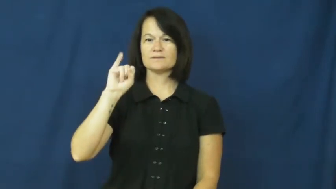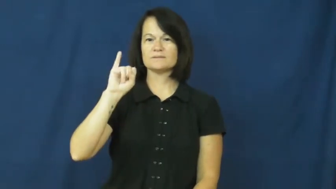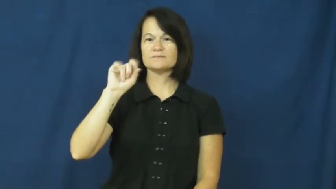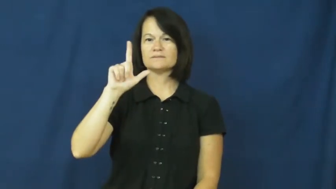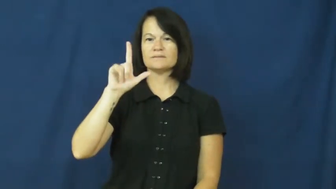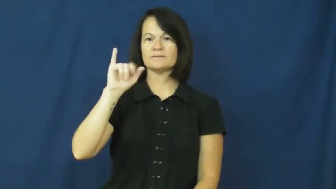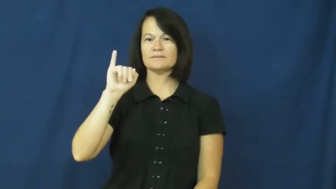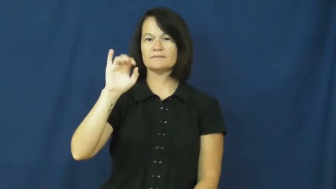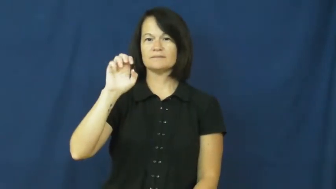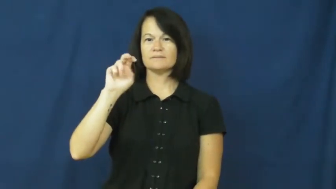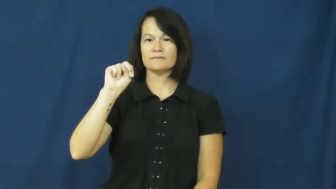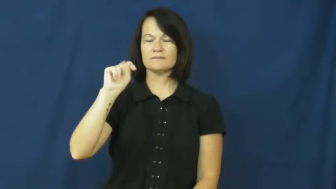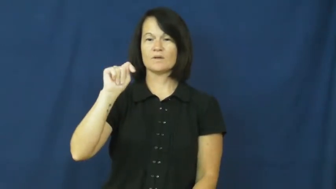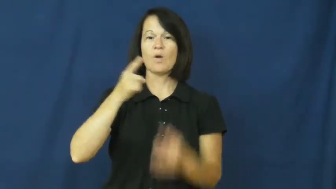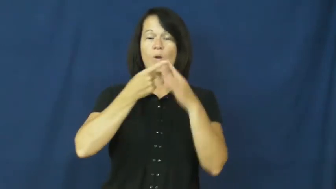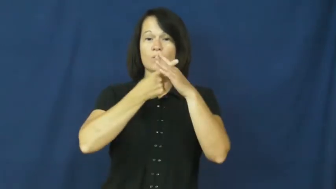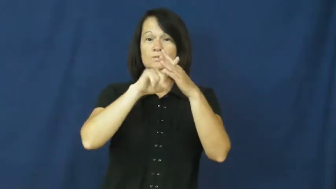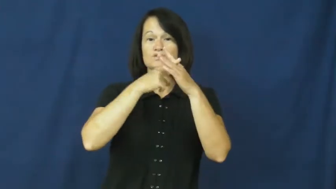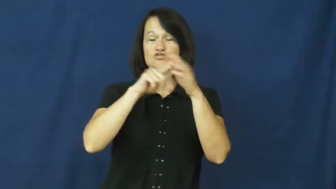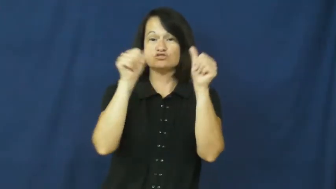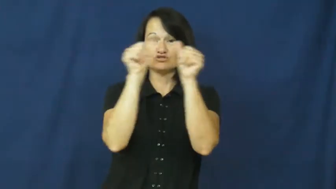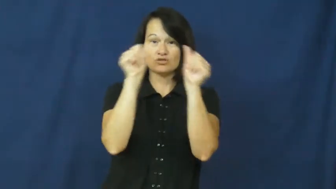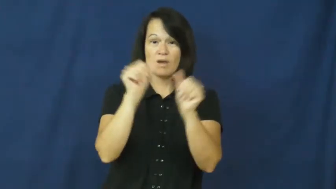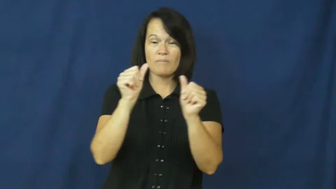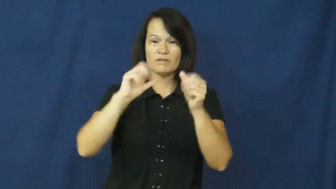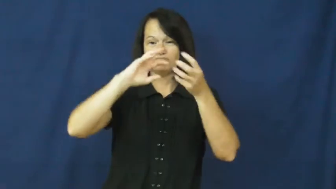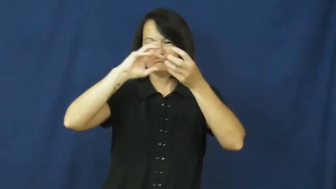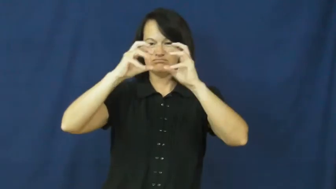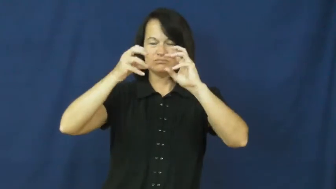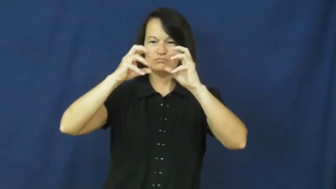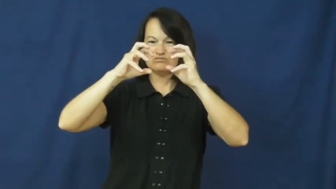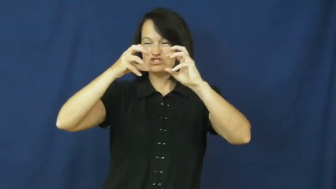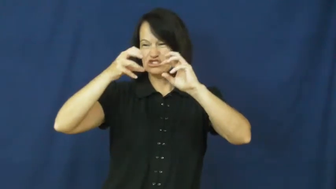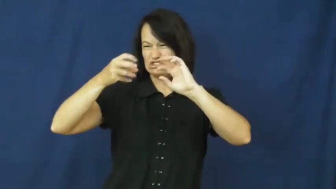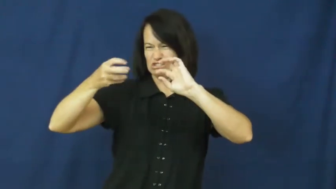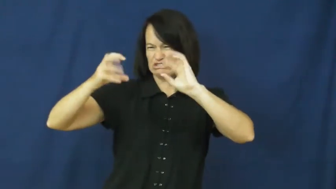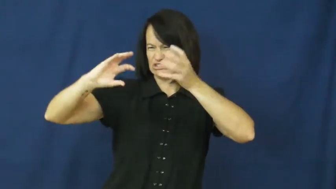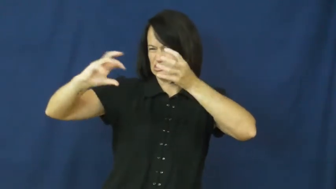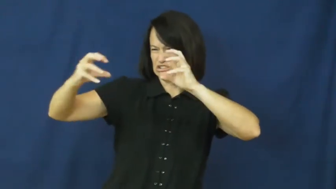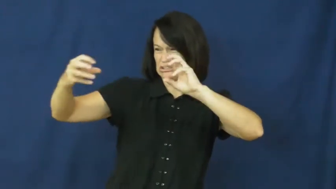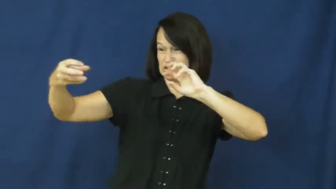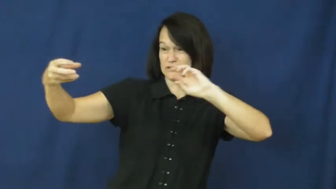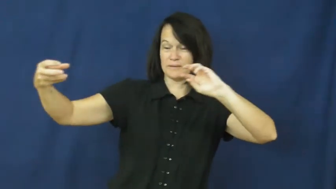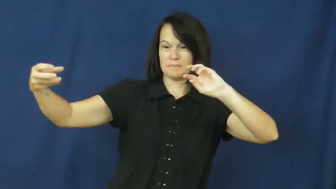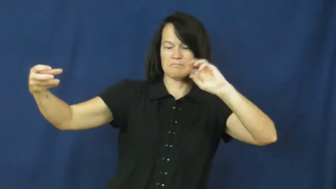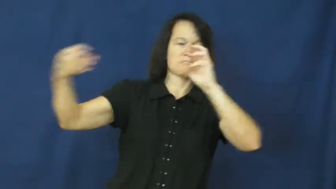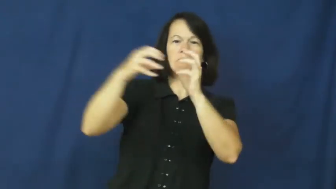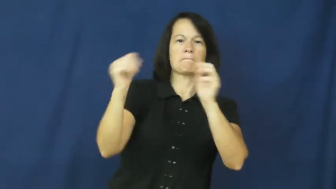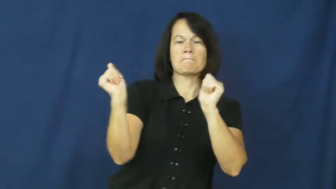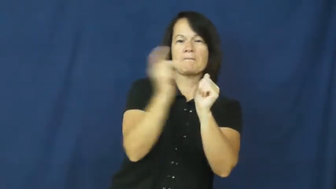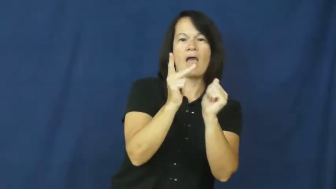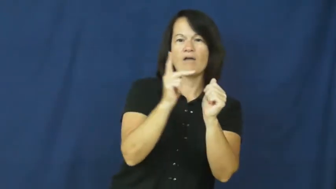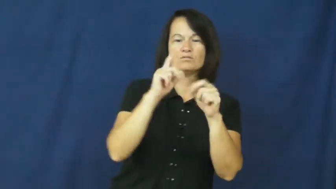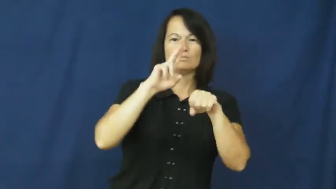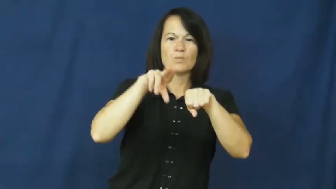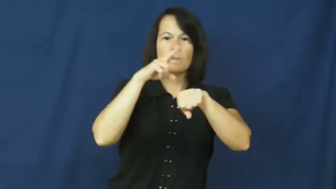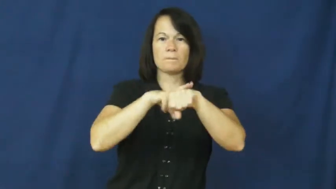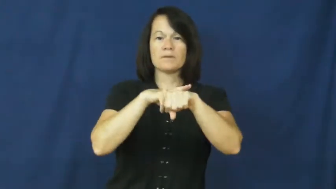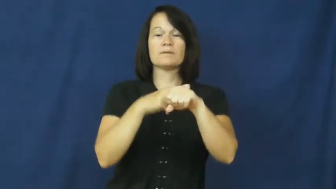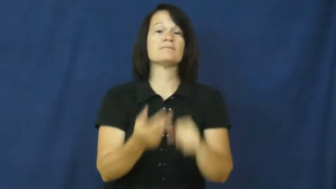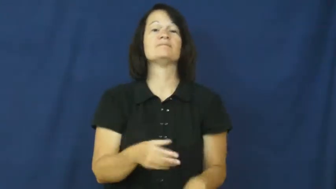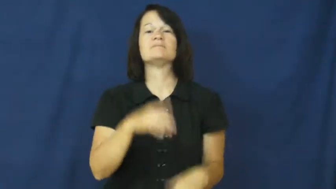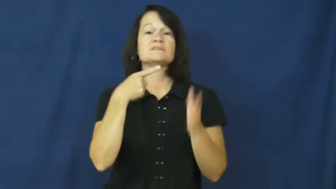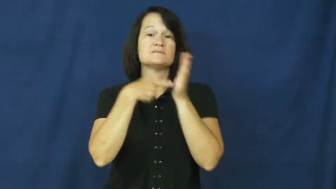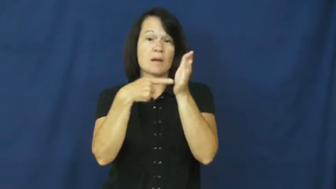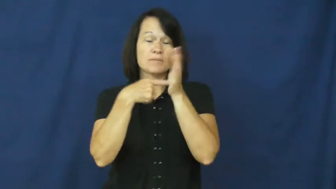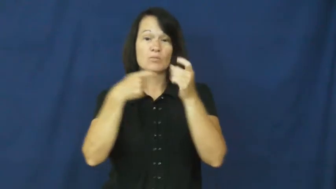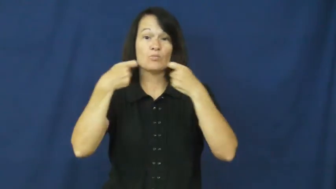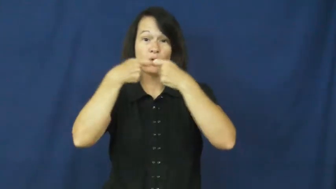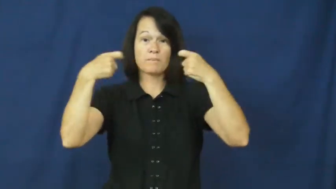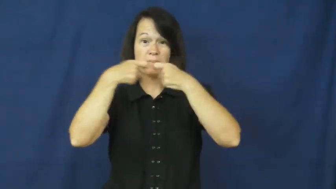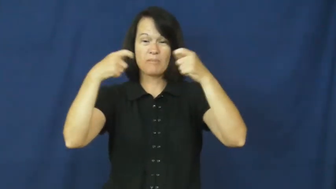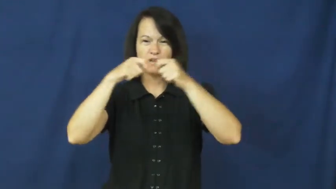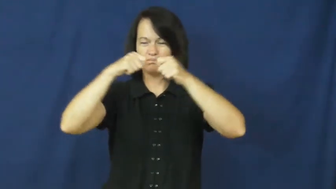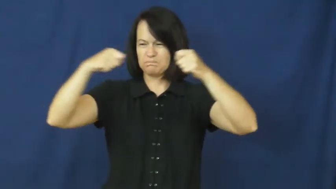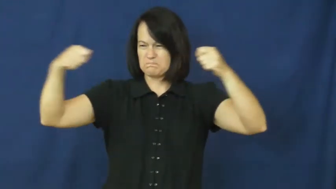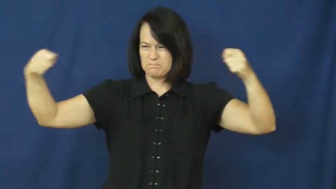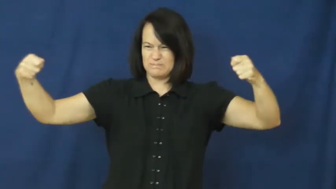resilient-shape